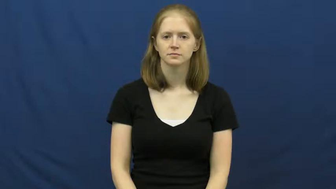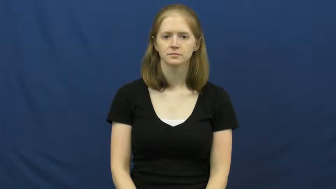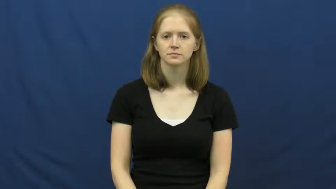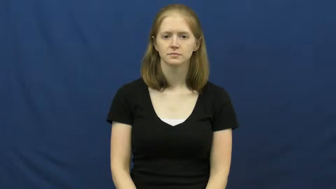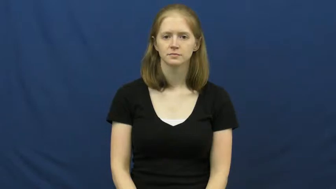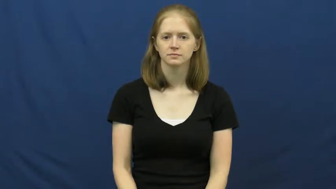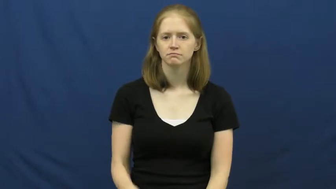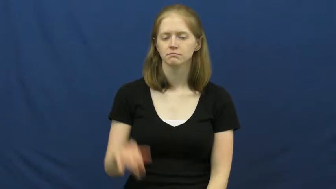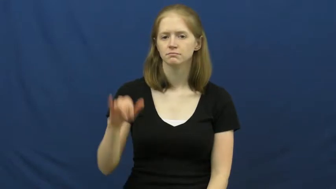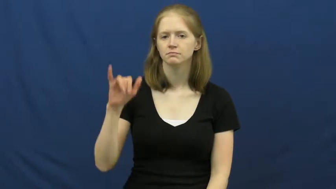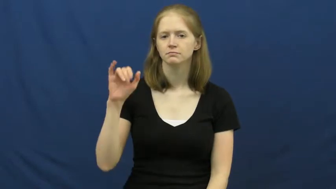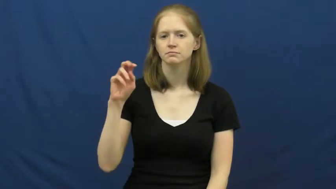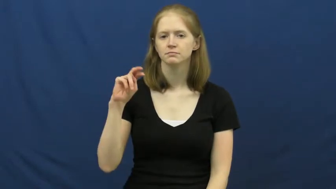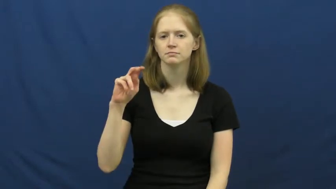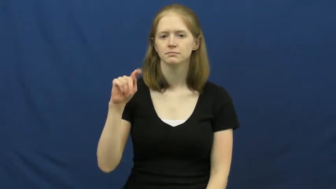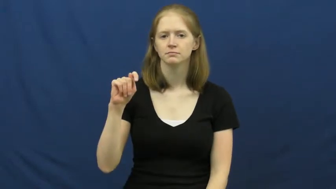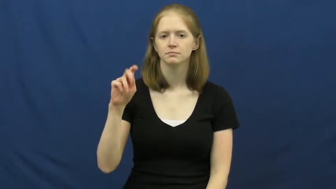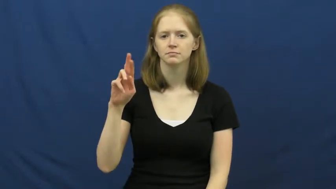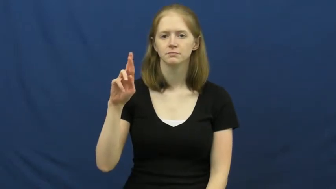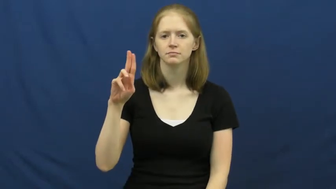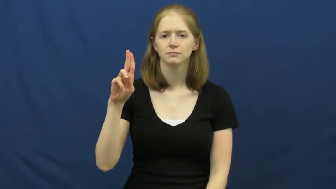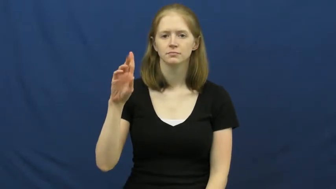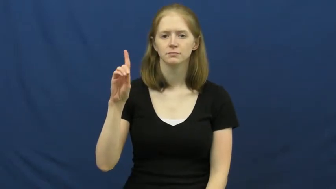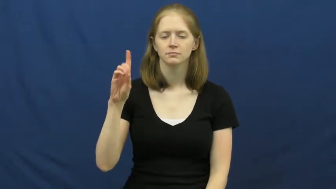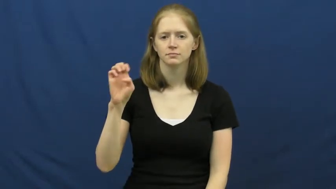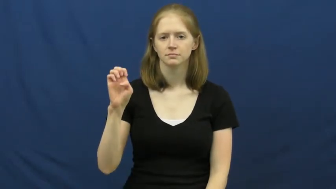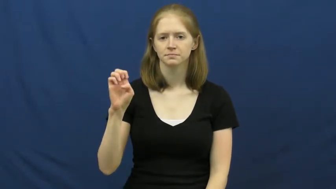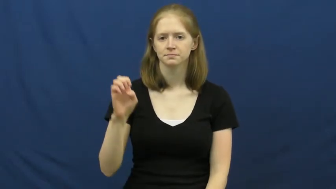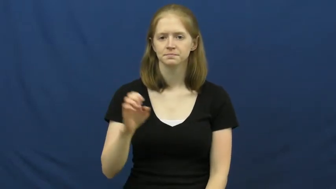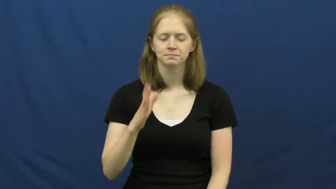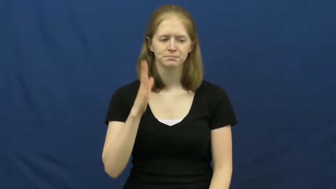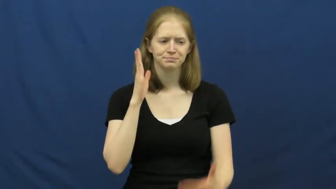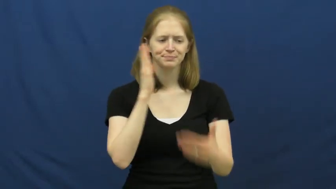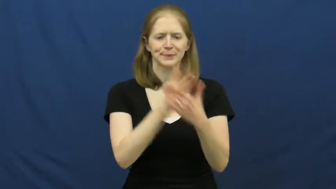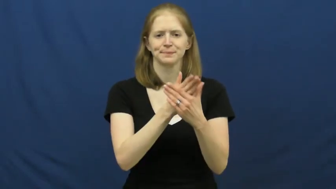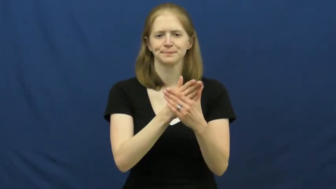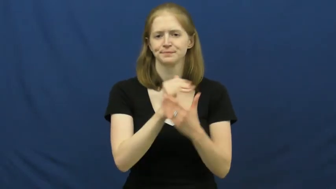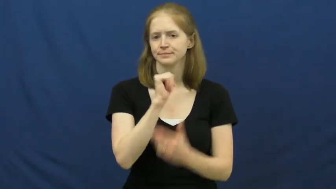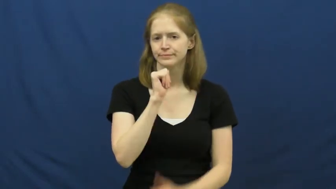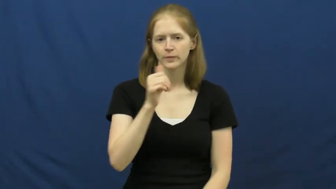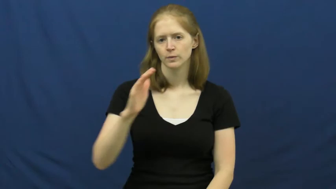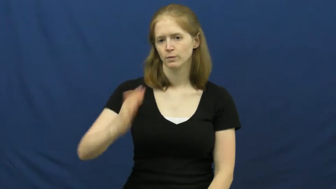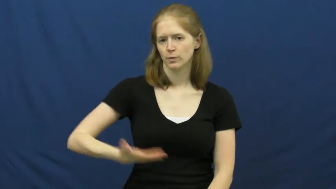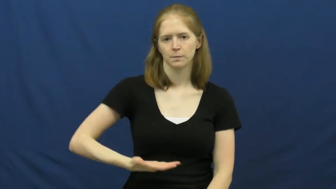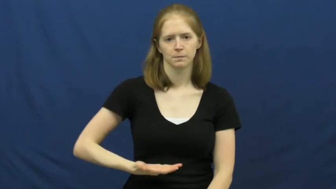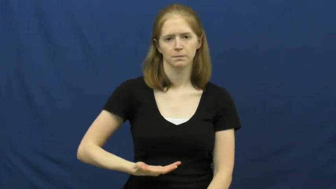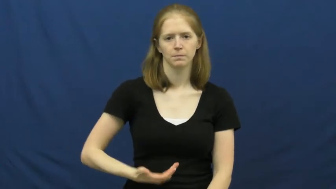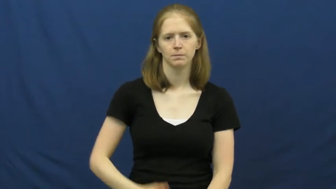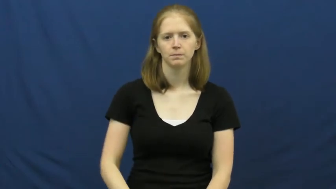intrude,intrude on